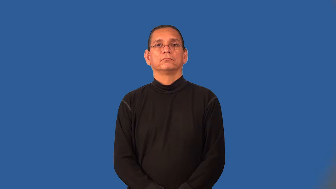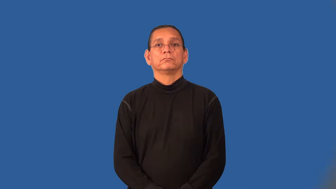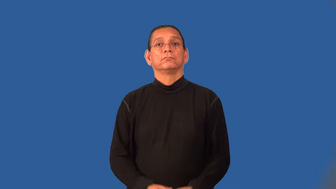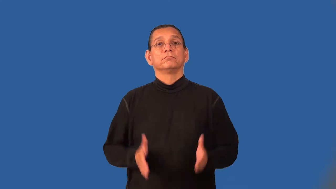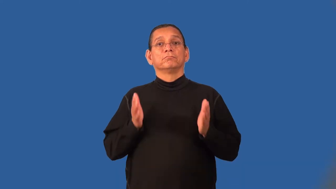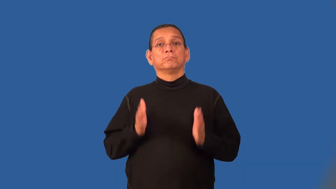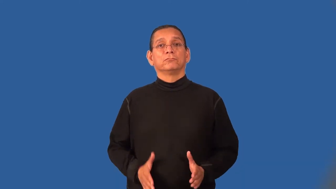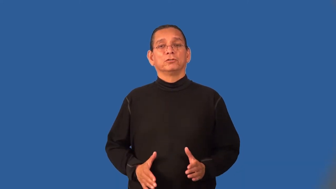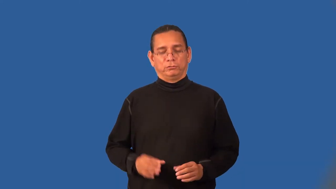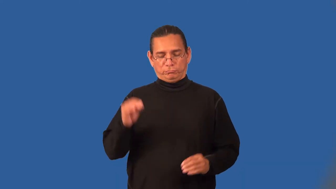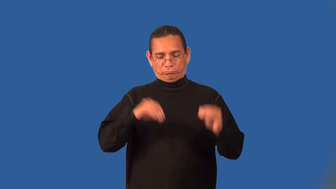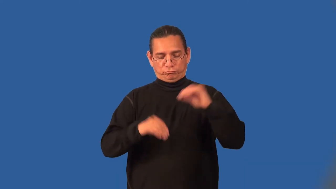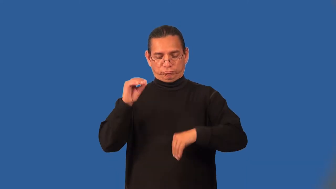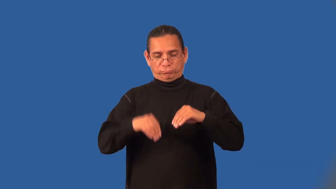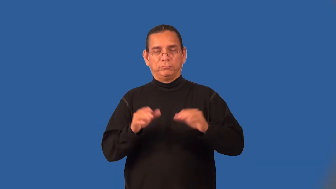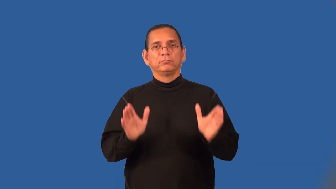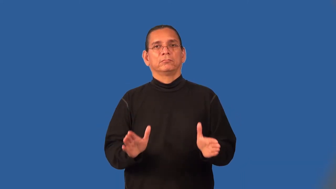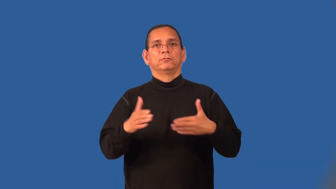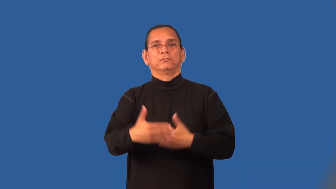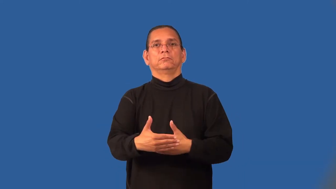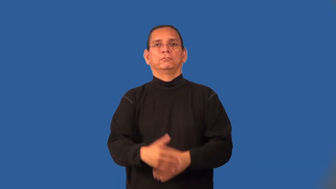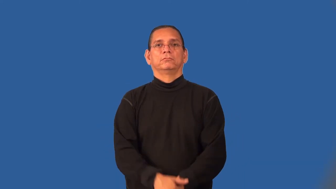packager,packer